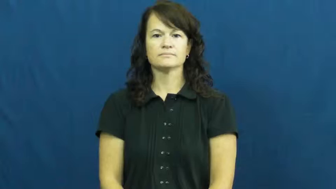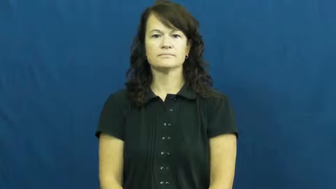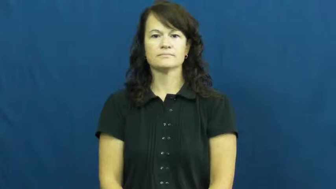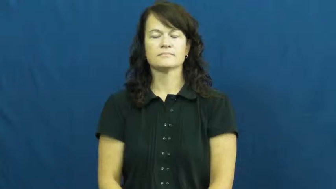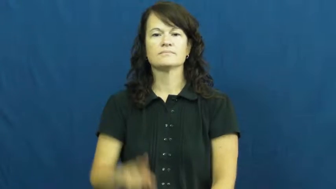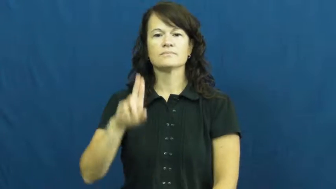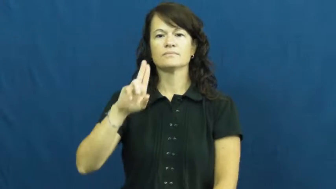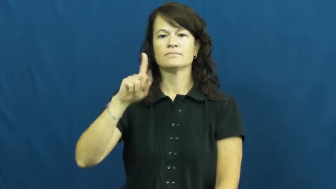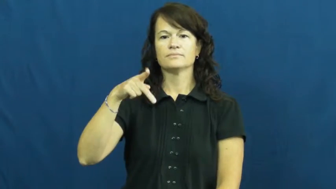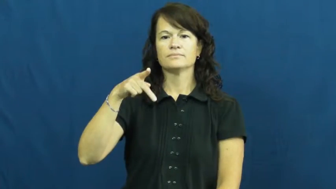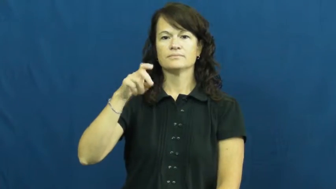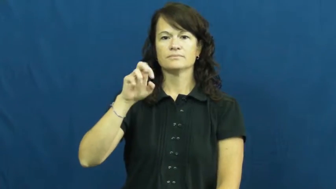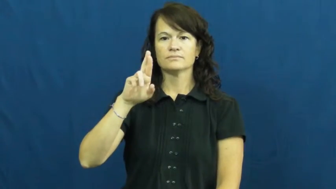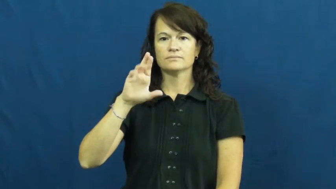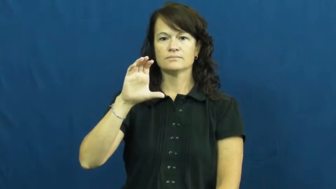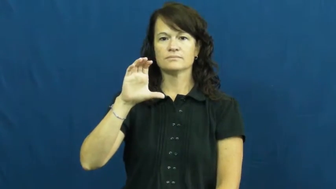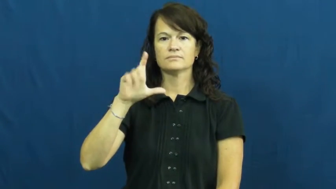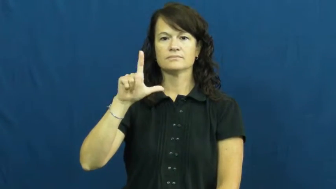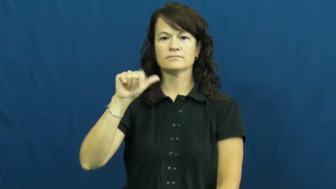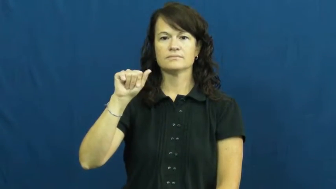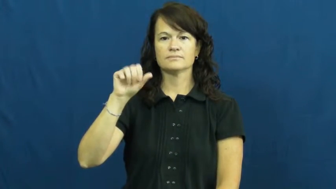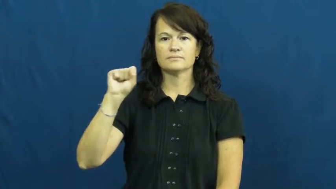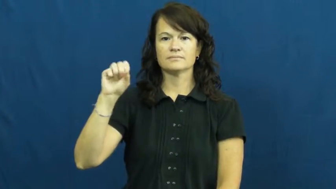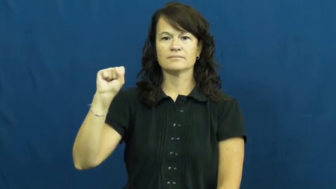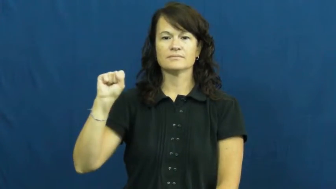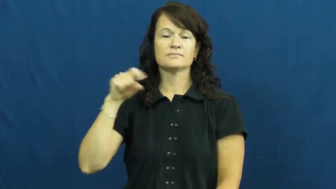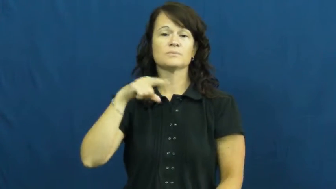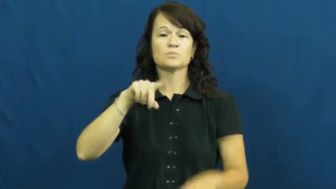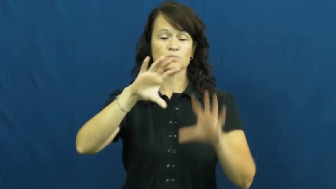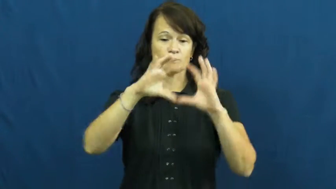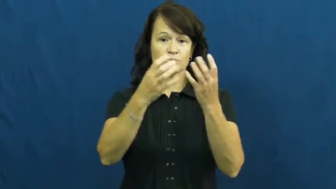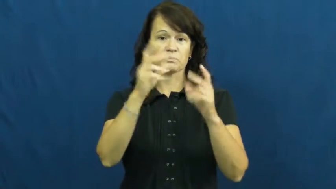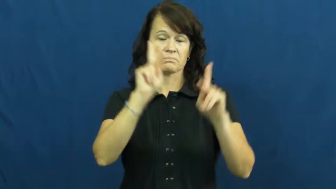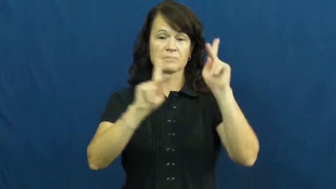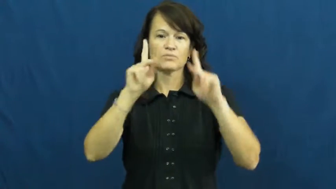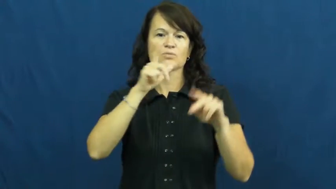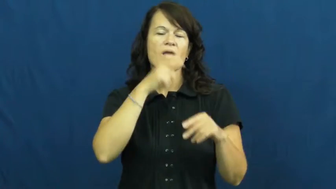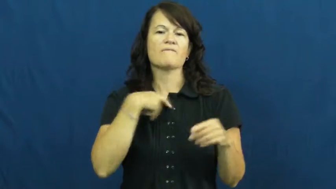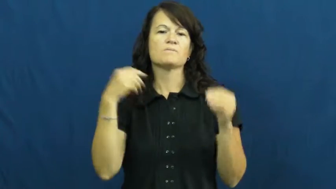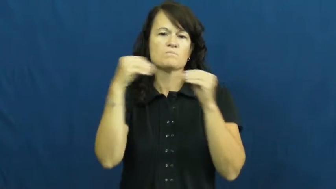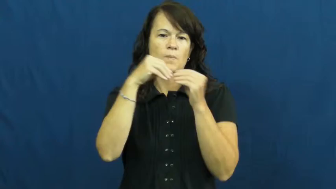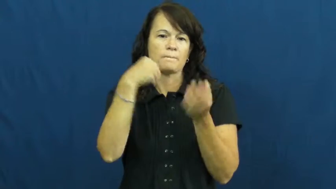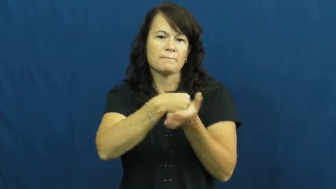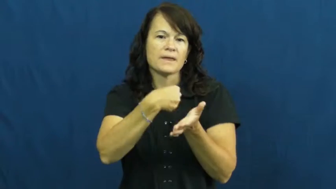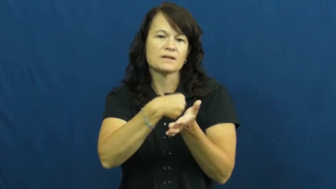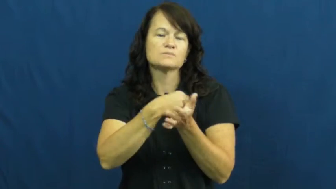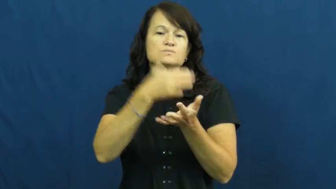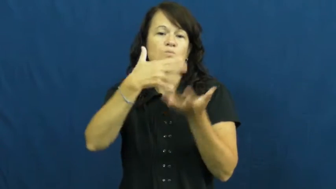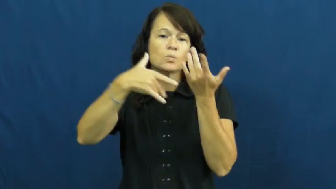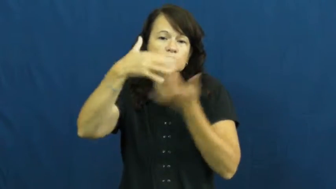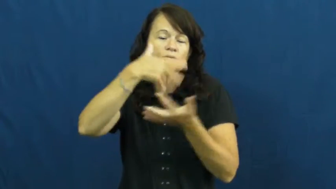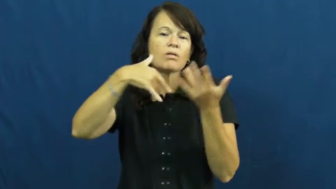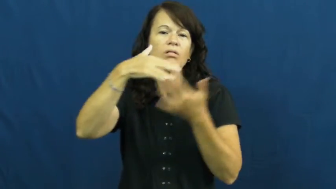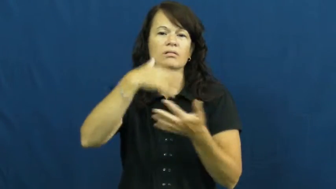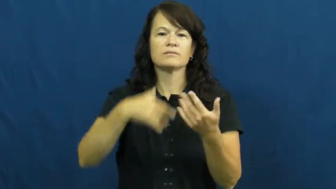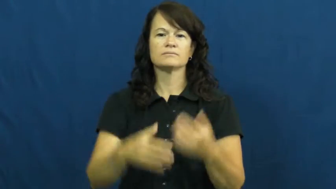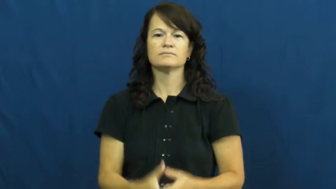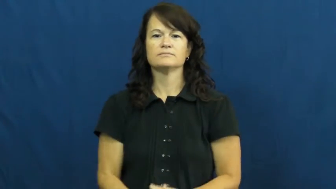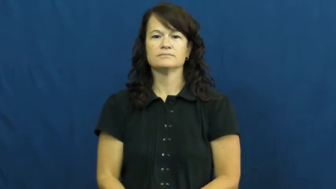upperclass